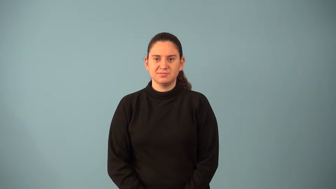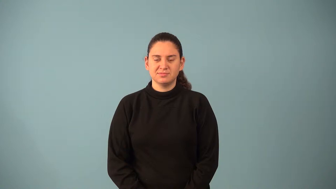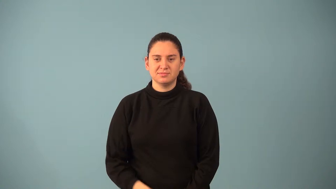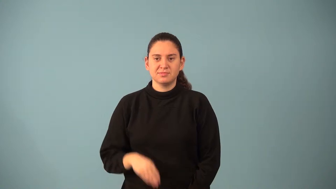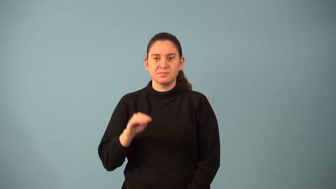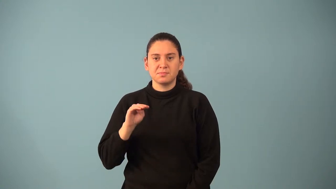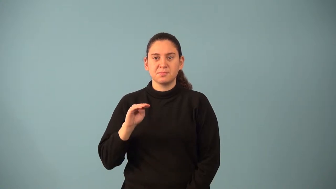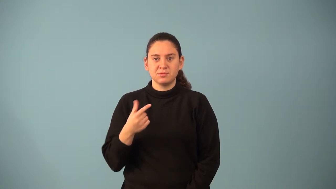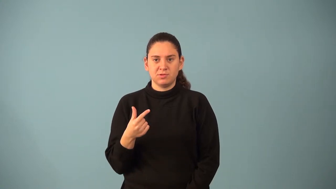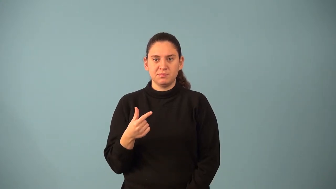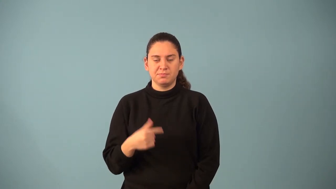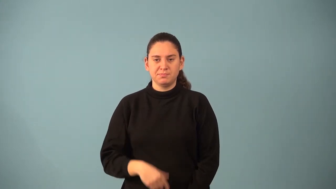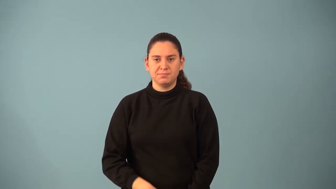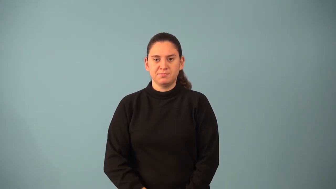milligram